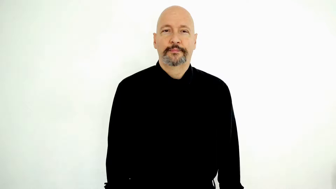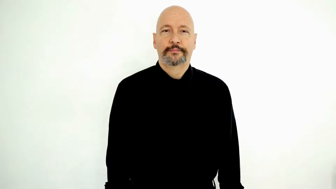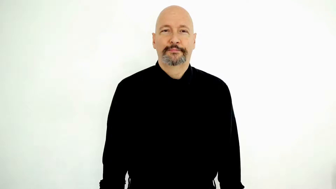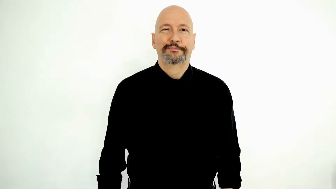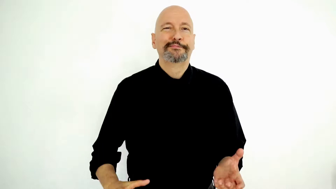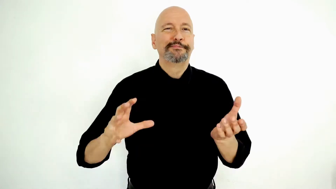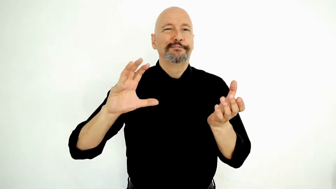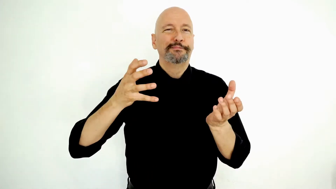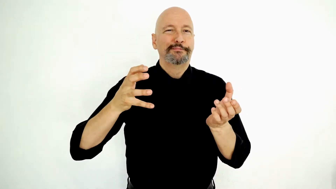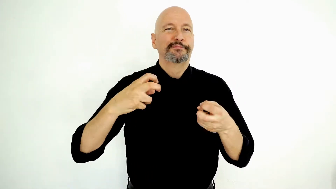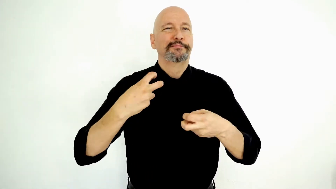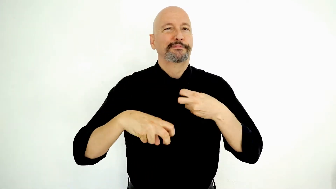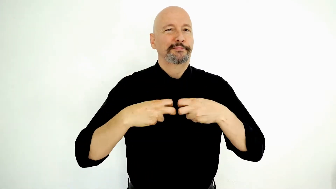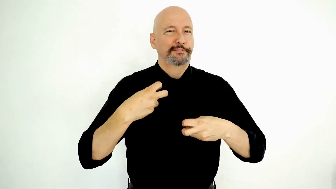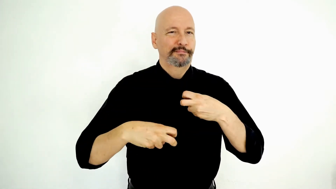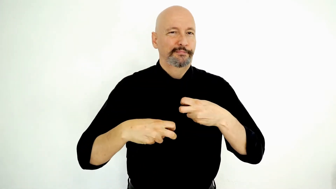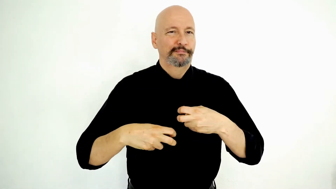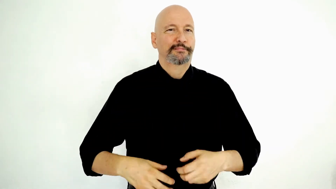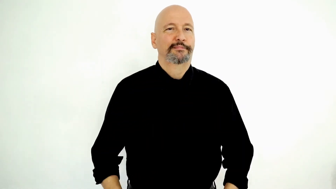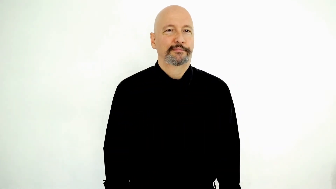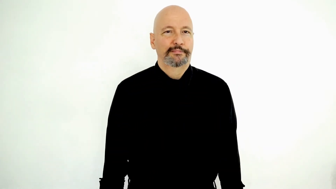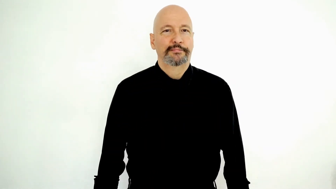TRANSMISSION PROBLEM